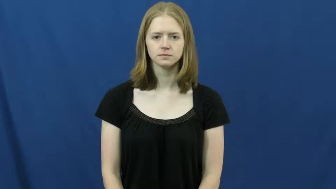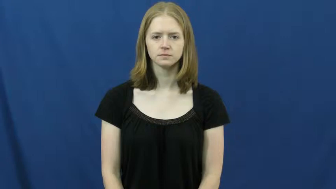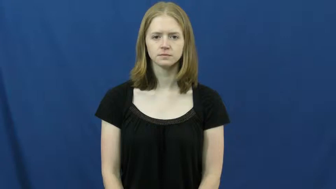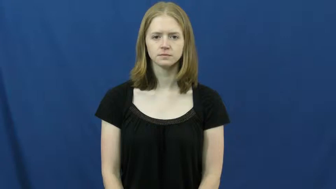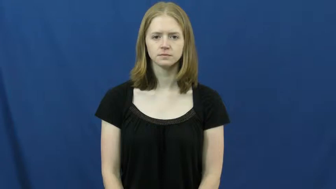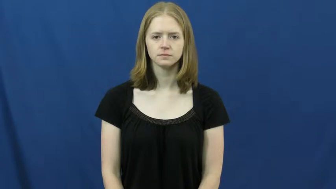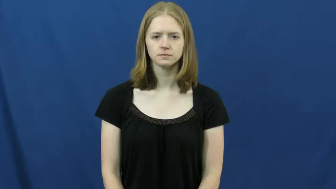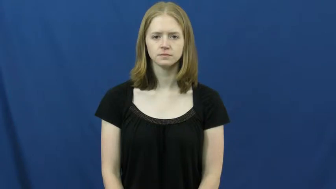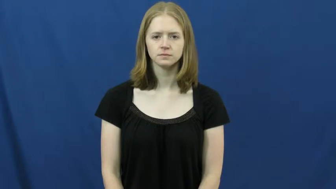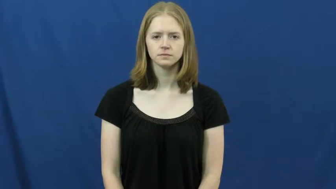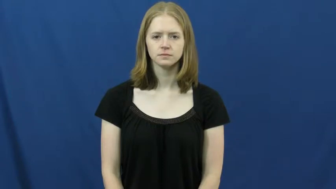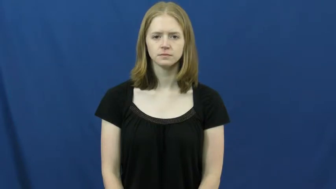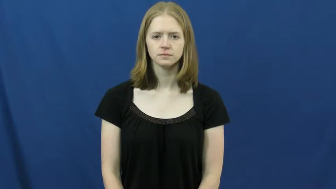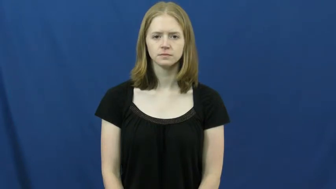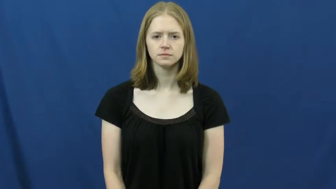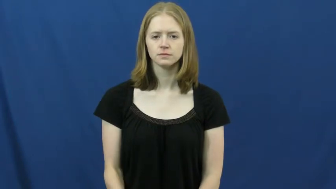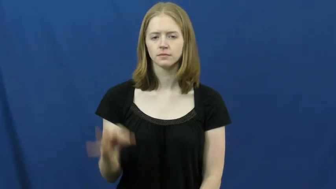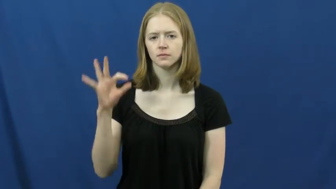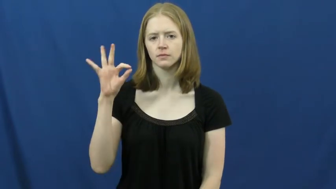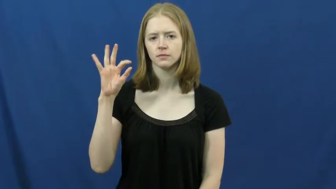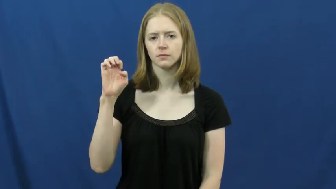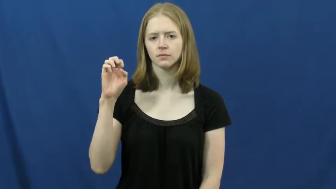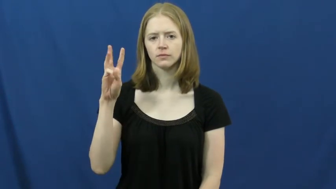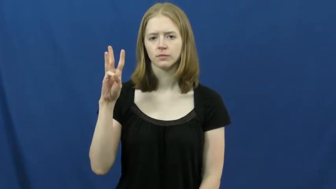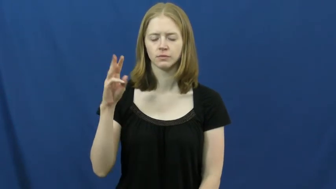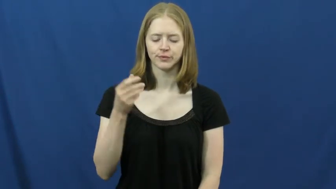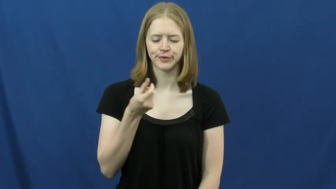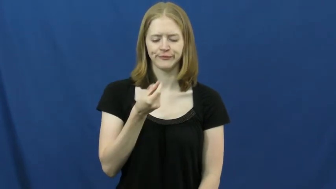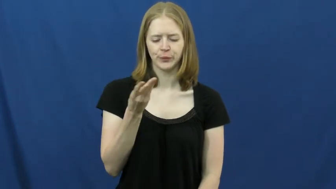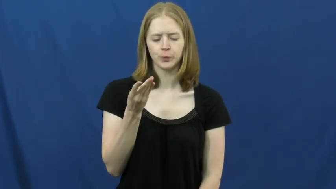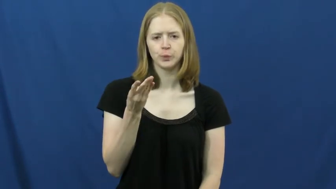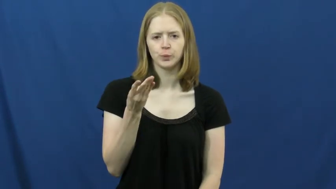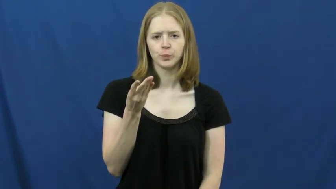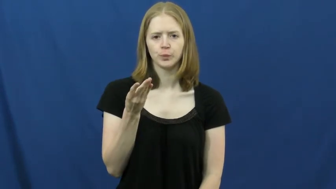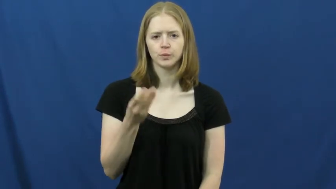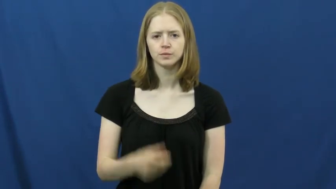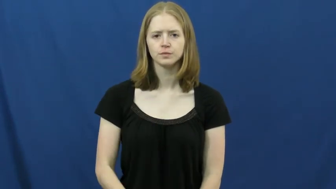few